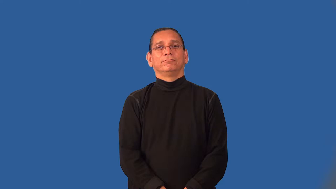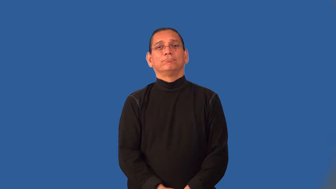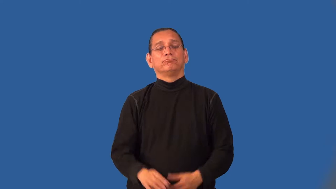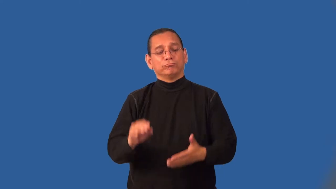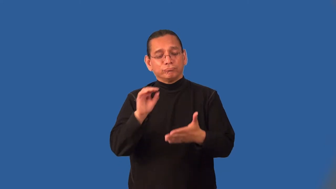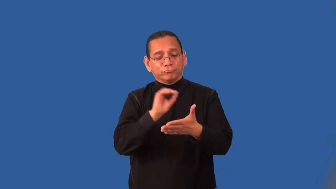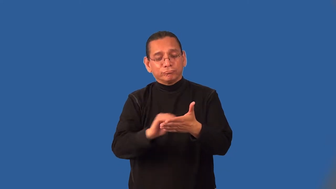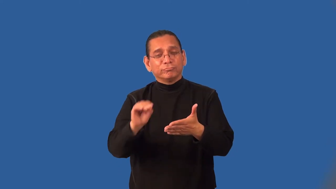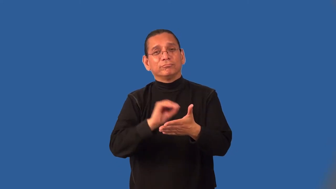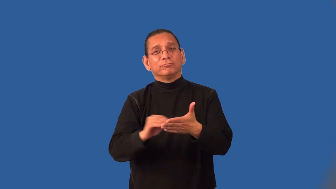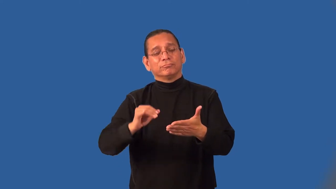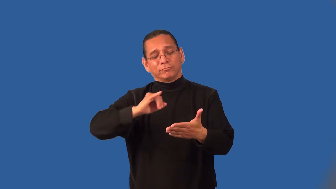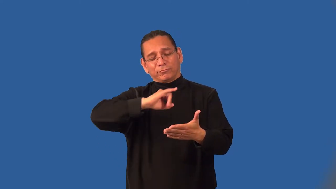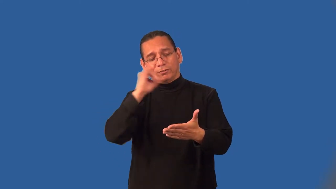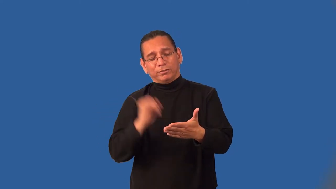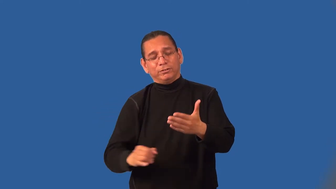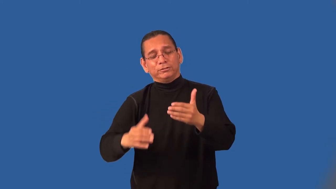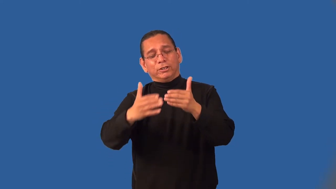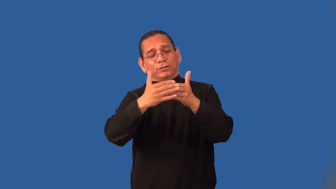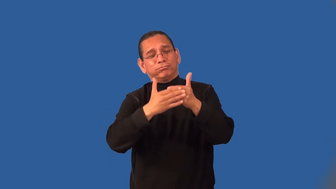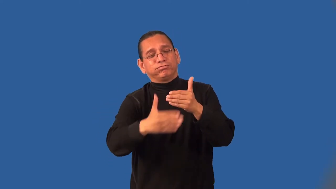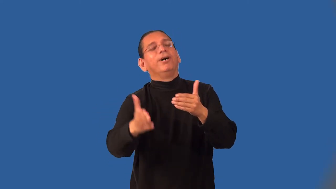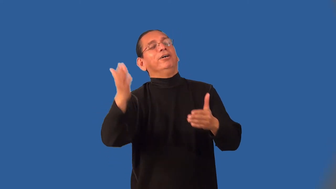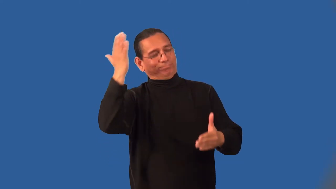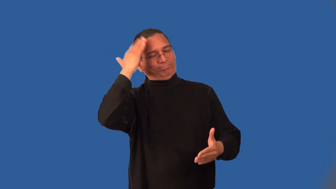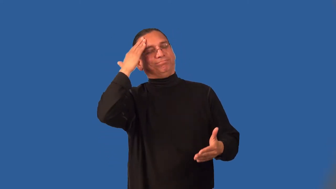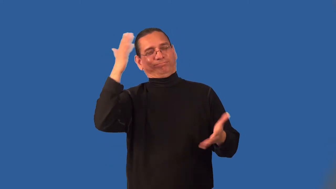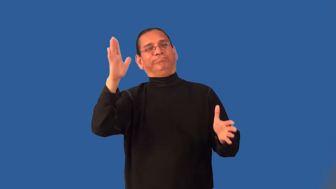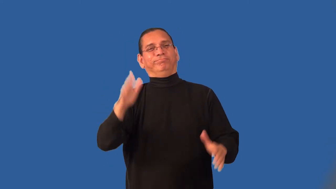immortalize